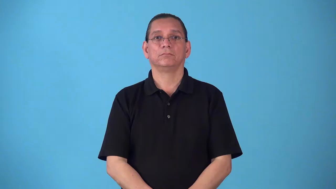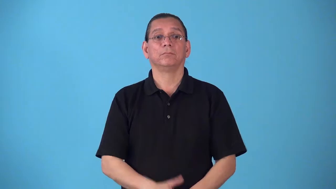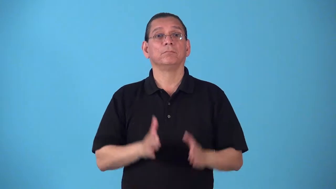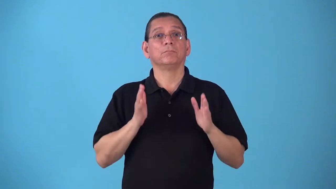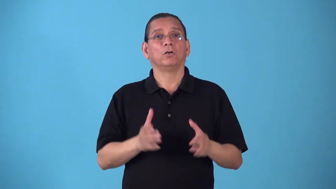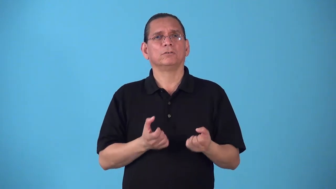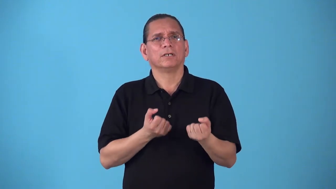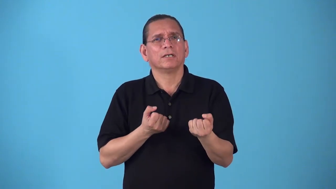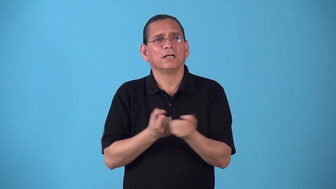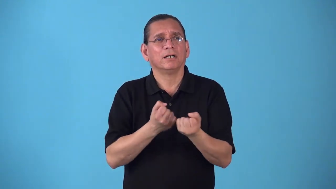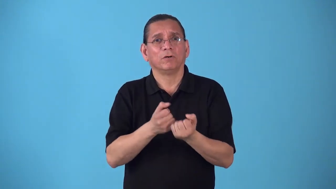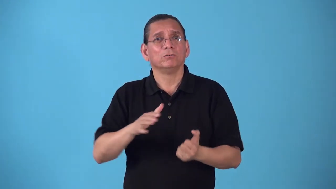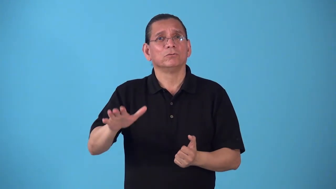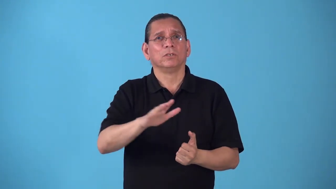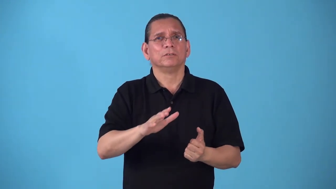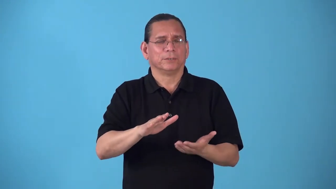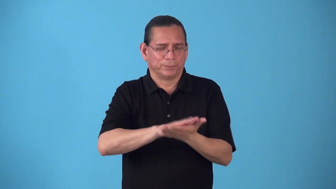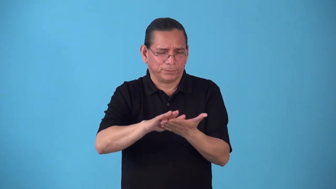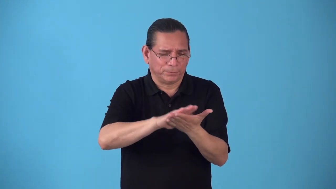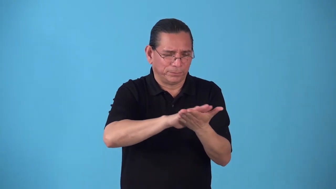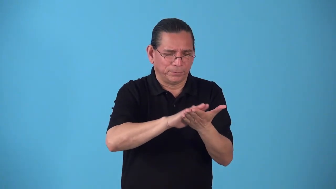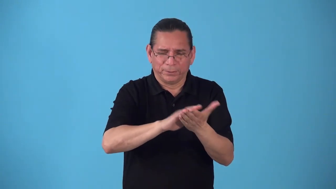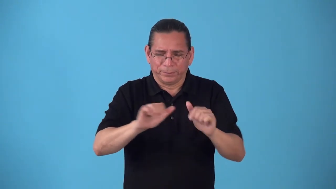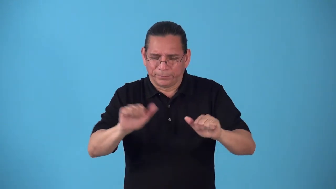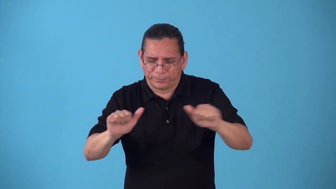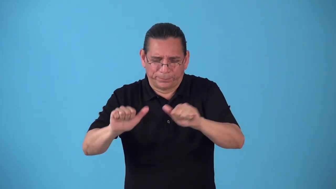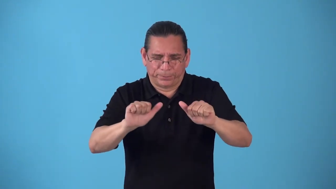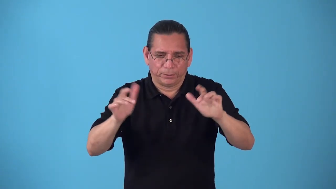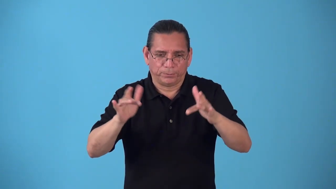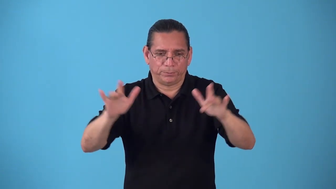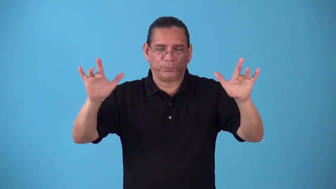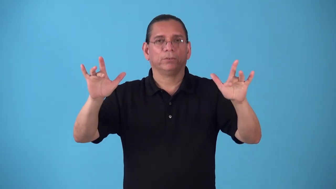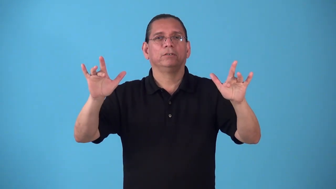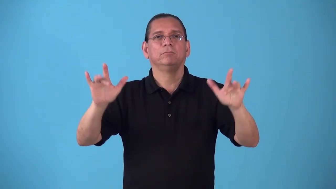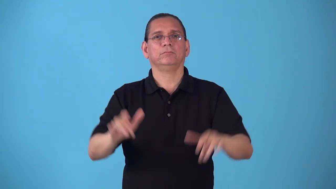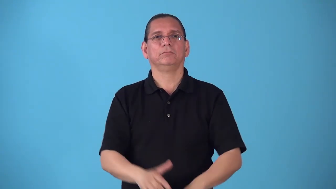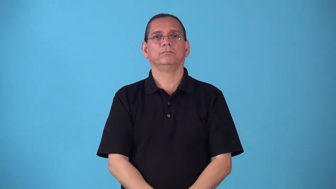sanitarian person